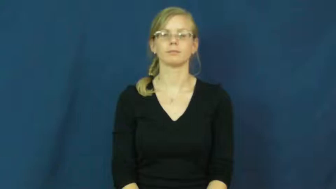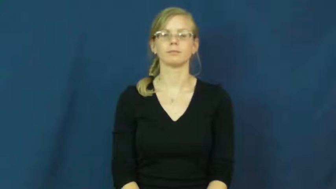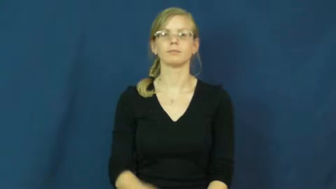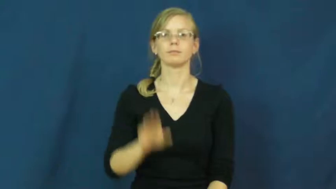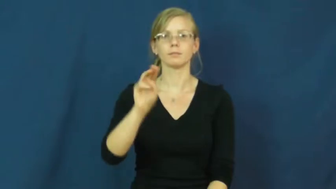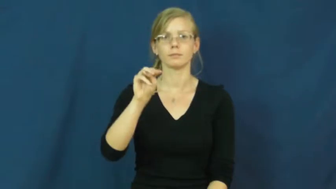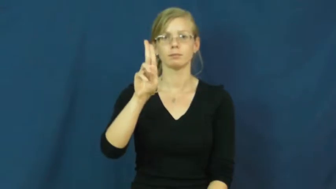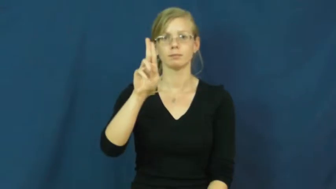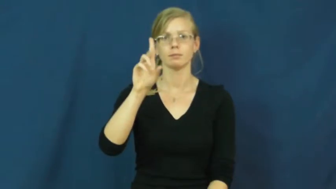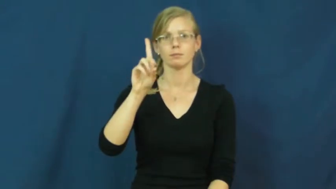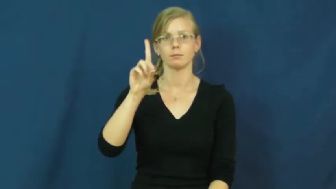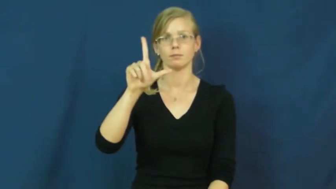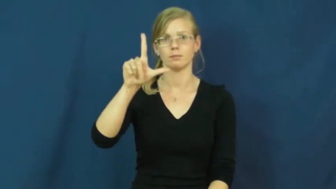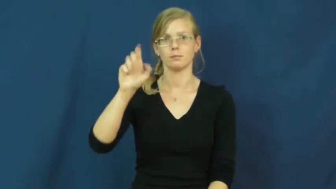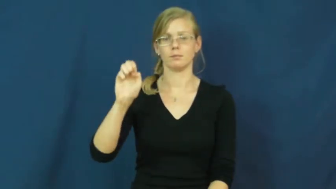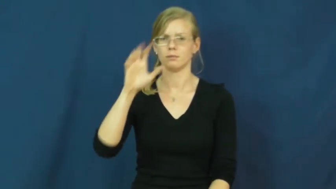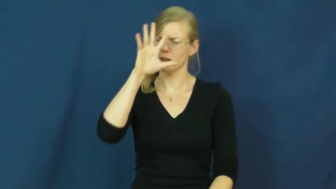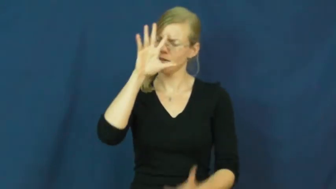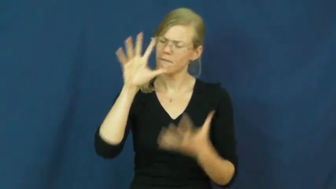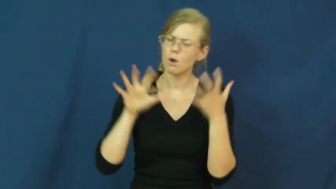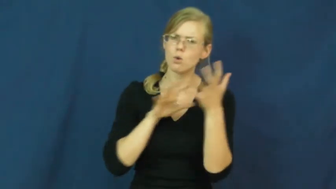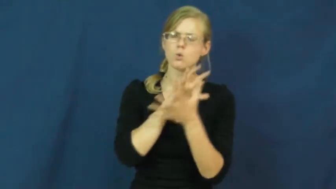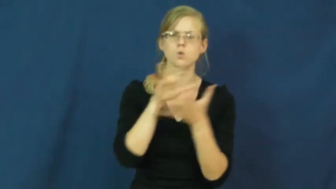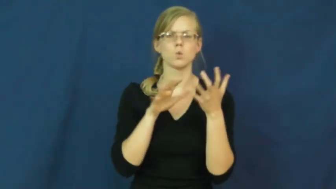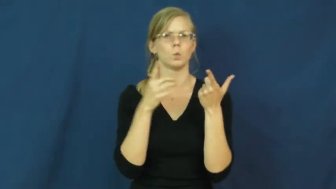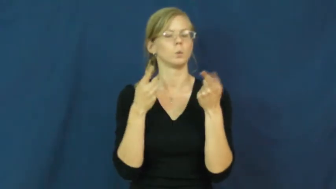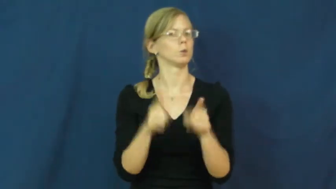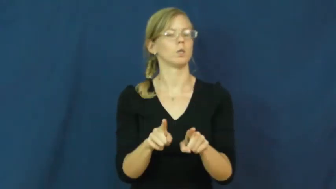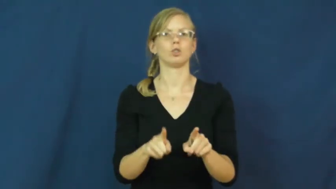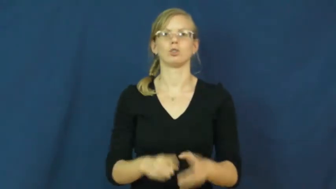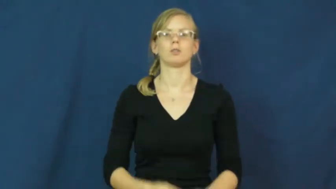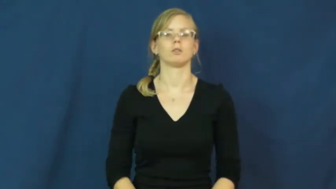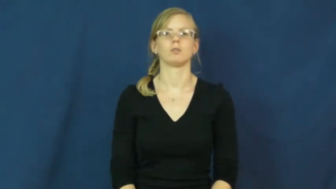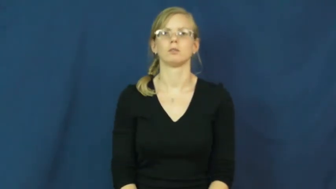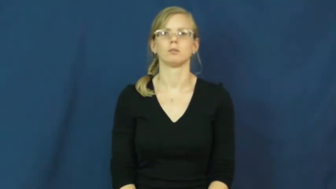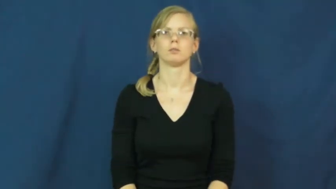muddle-noun